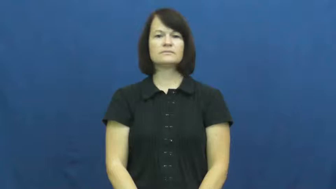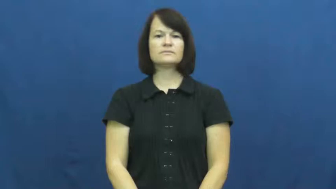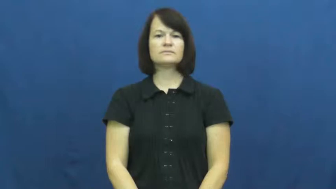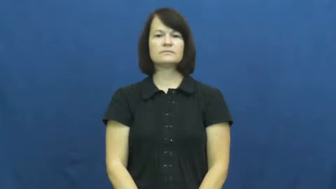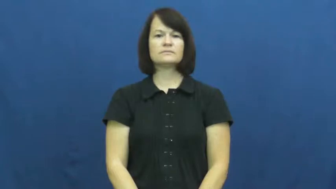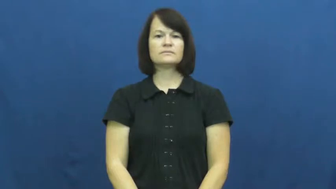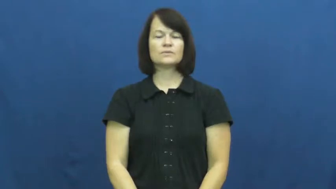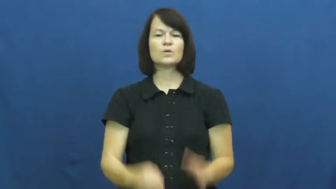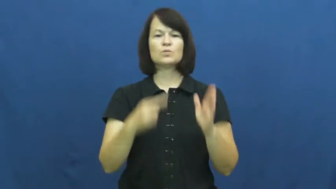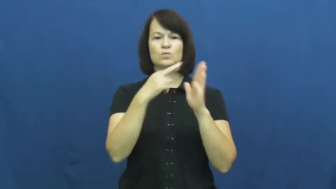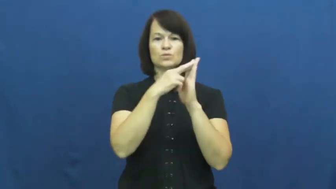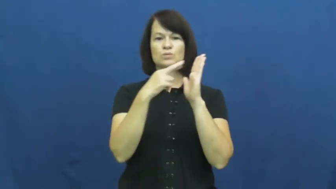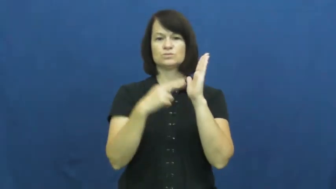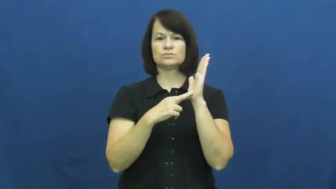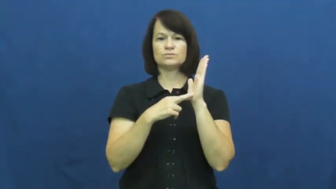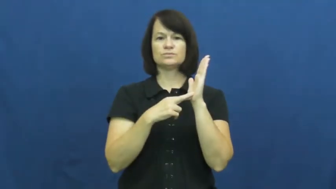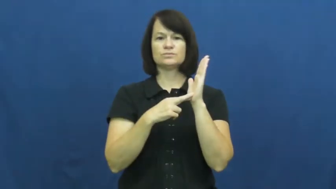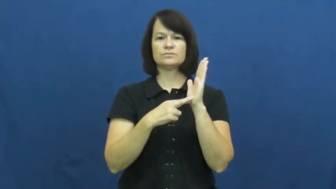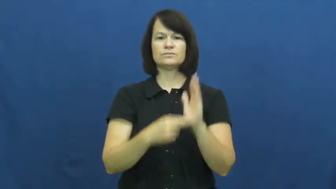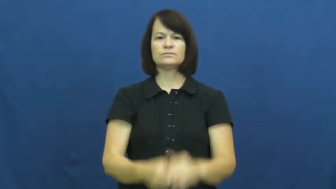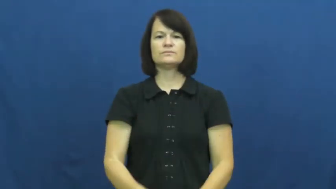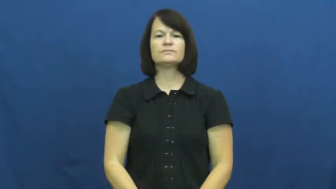rule,precept,canon,reg,regulation,code